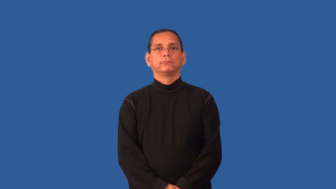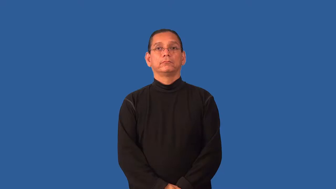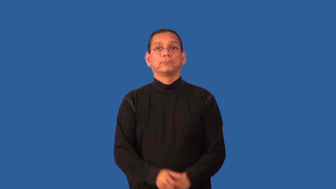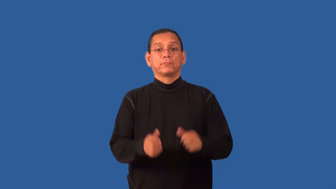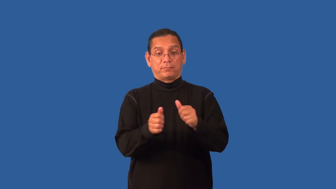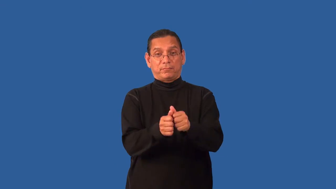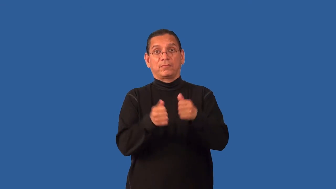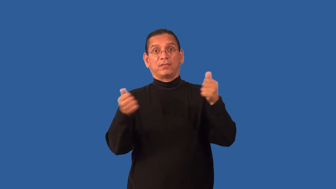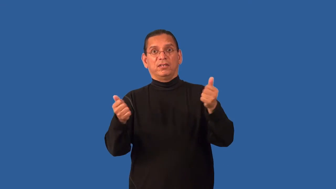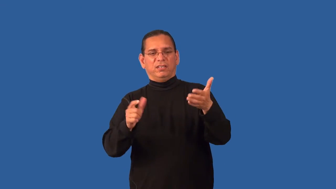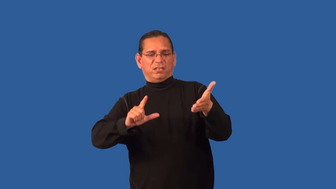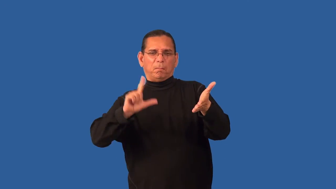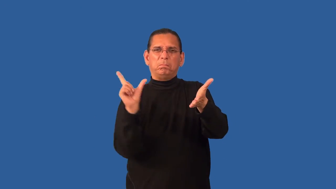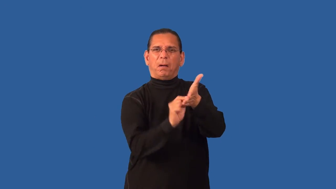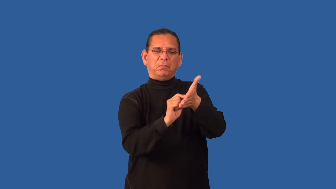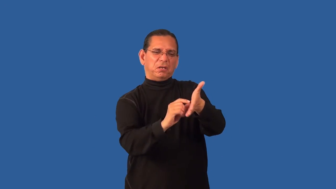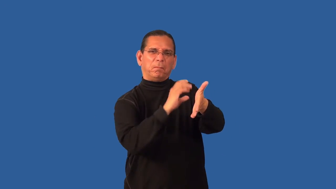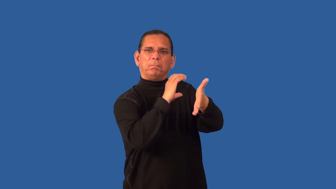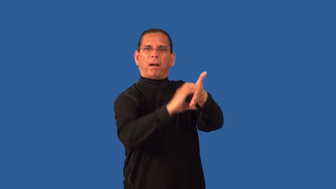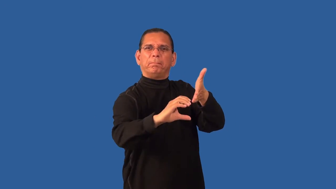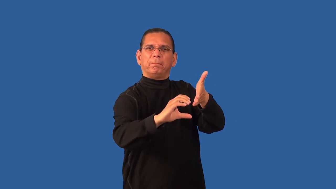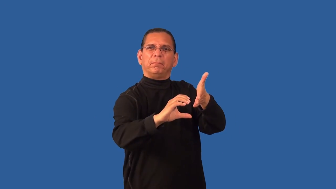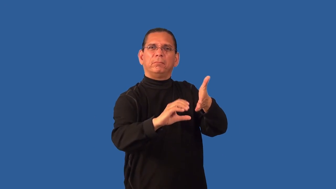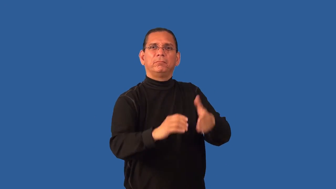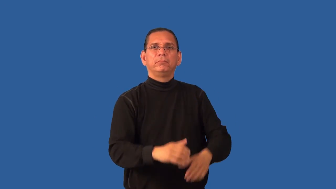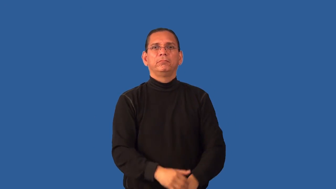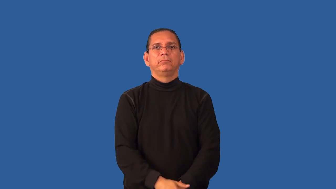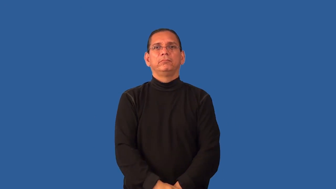headline-newspaper